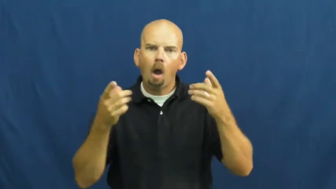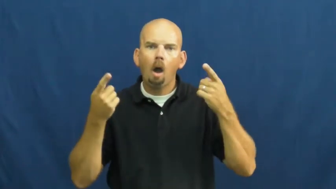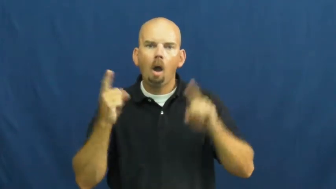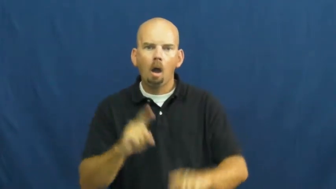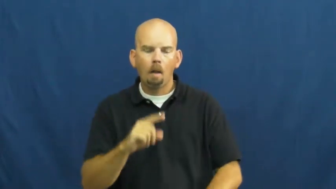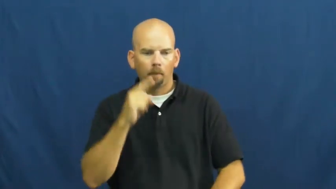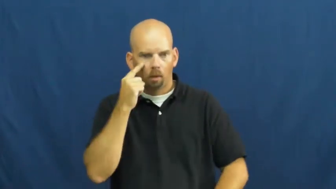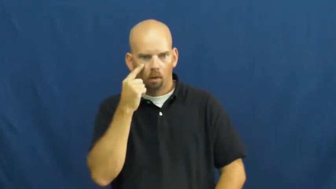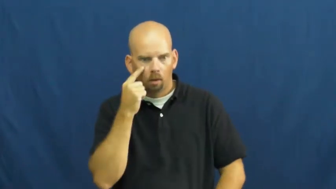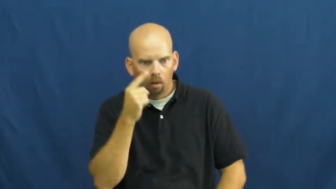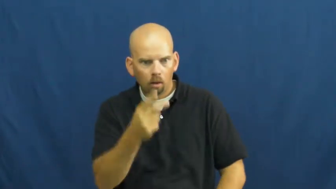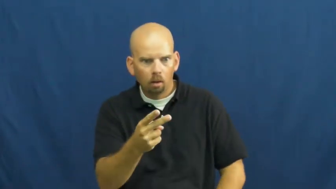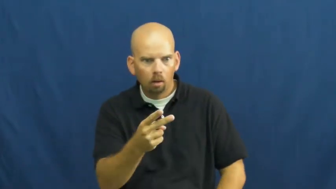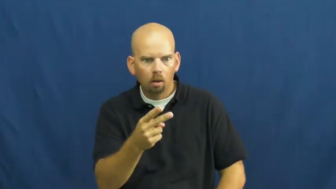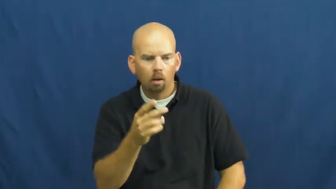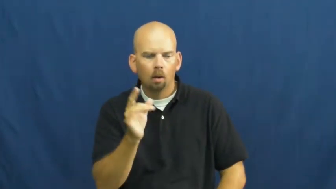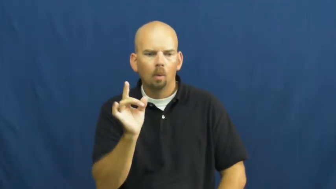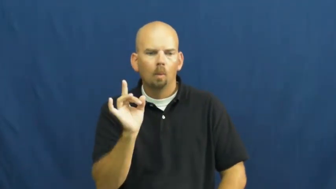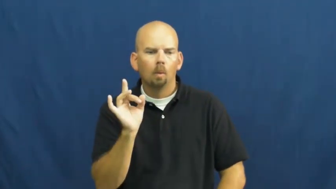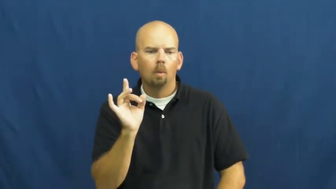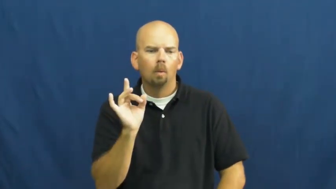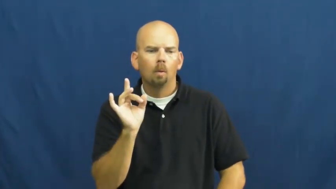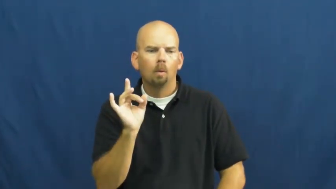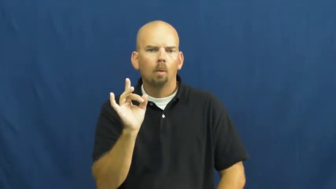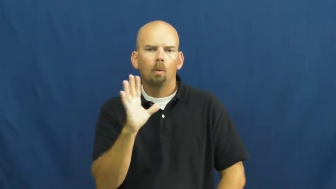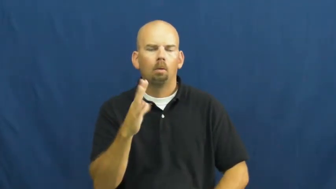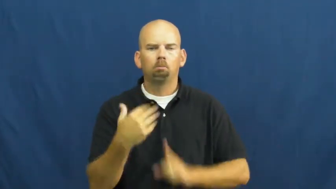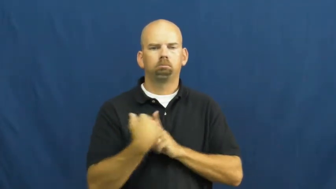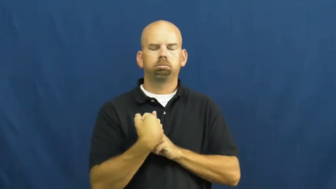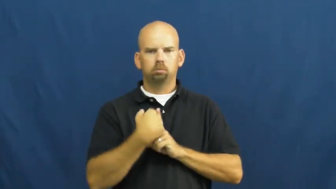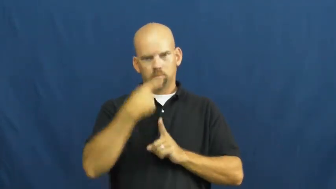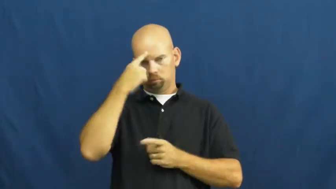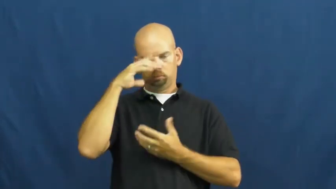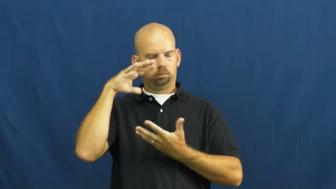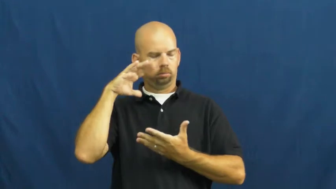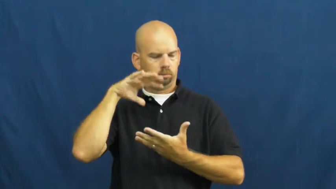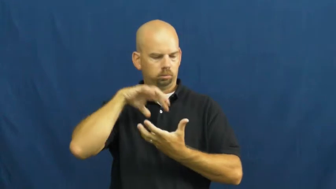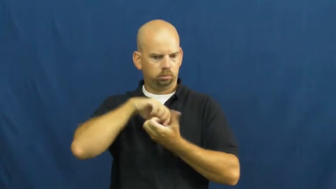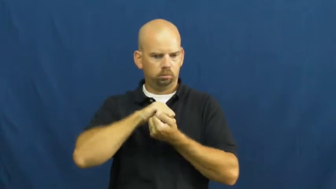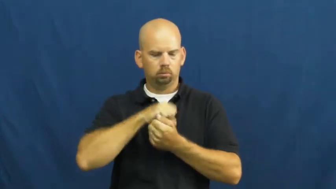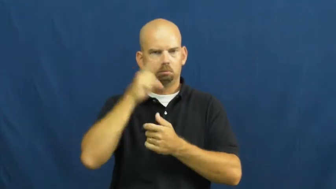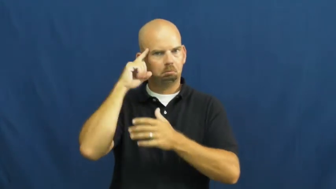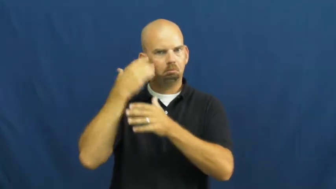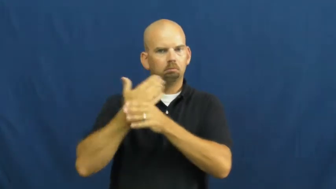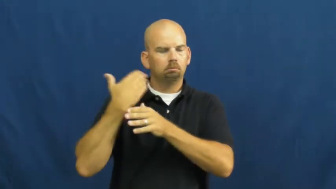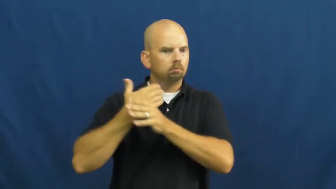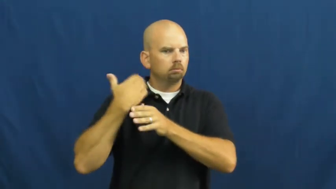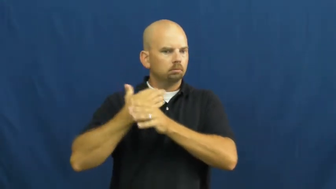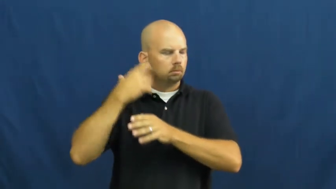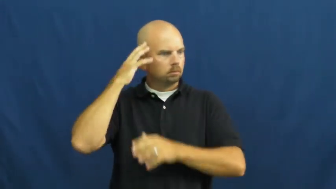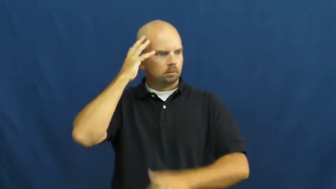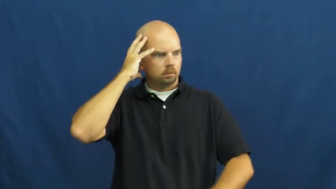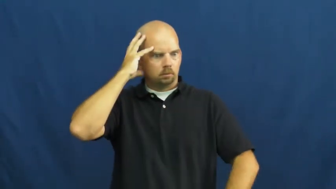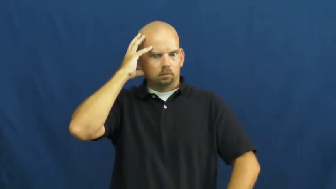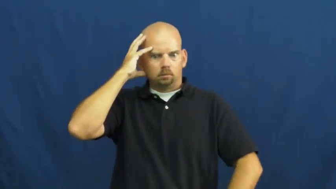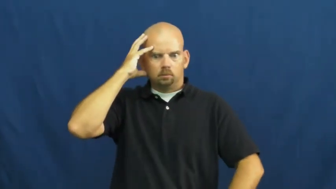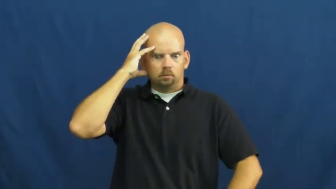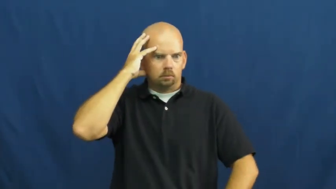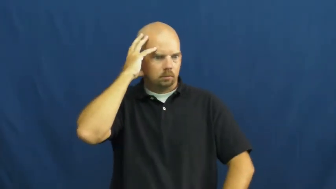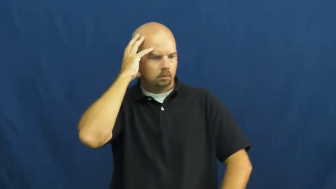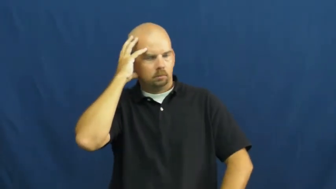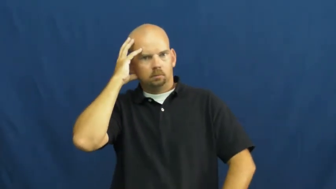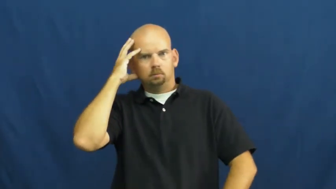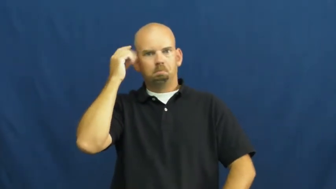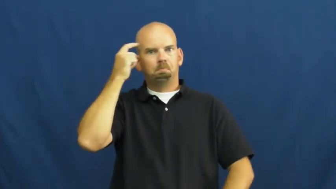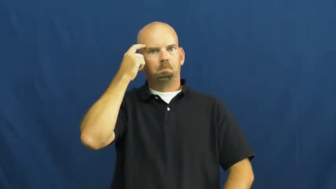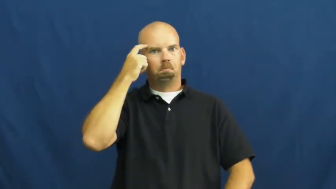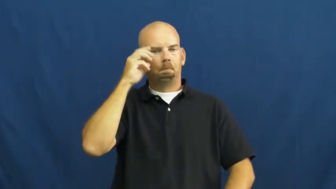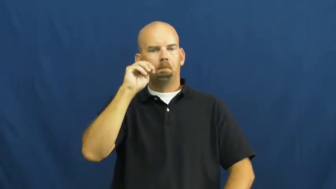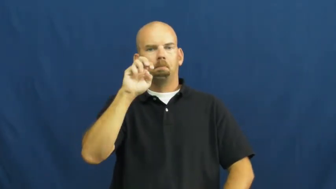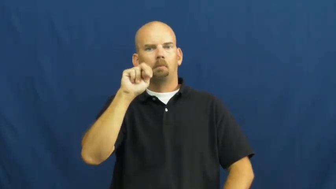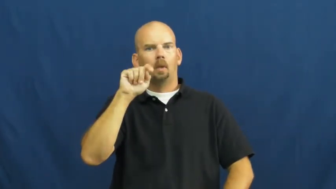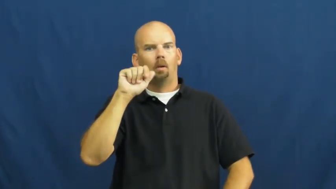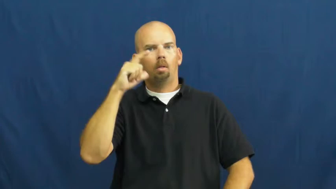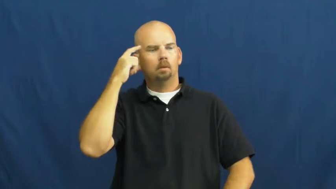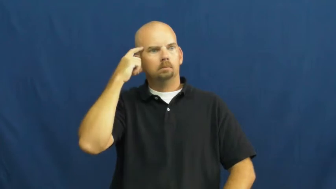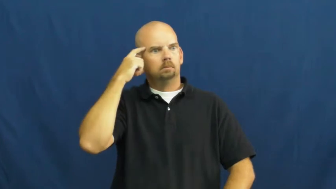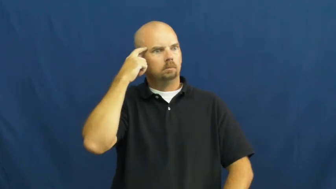trauma-mental